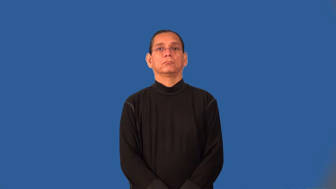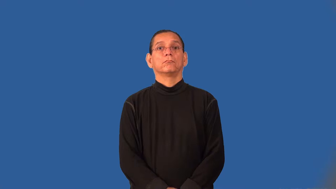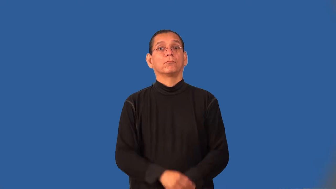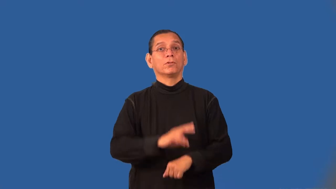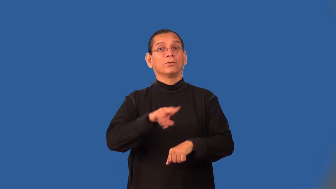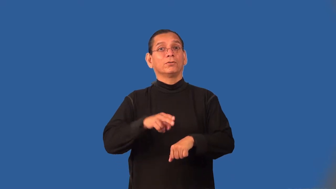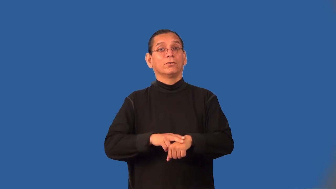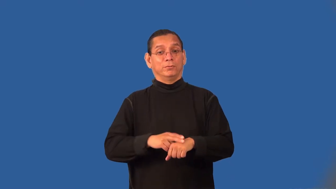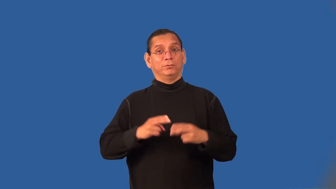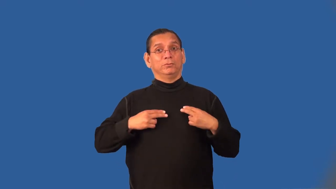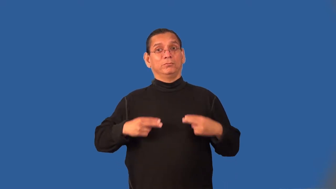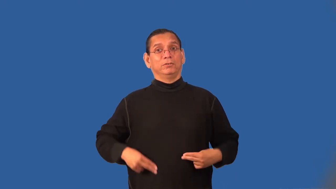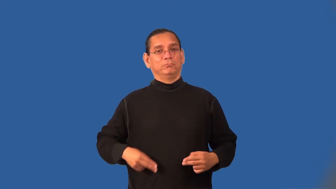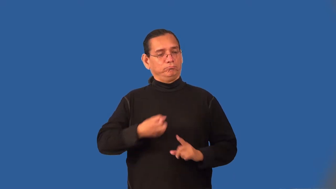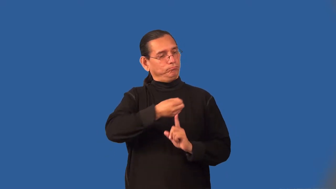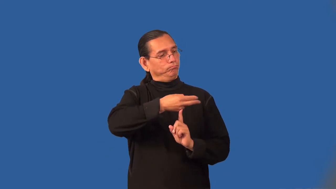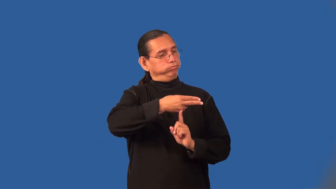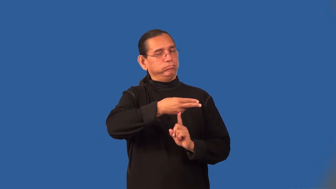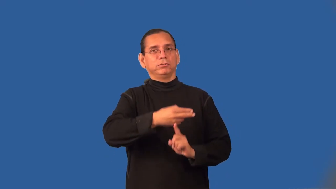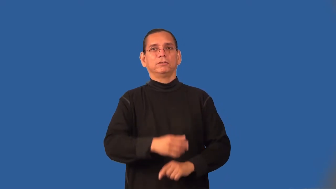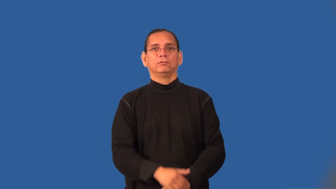superhuman